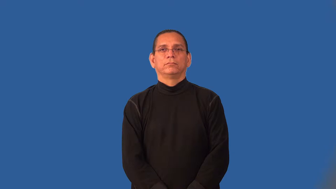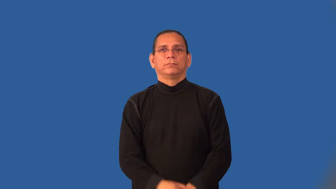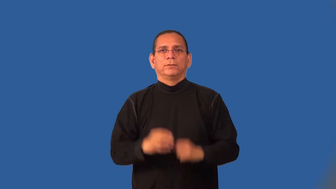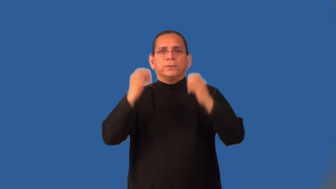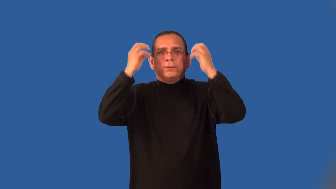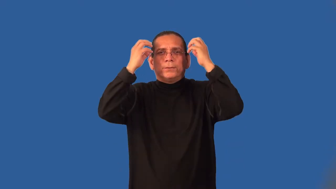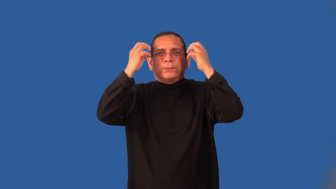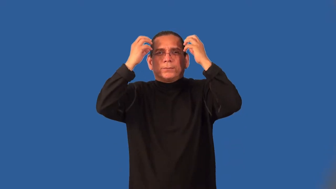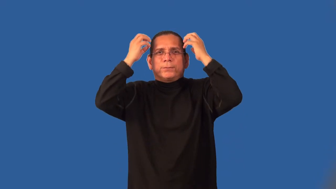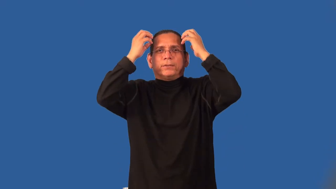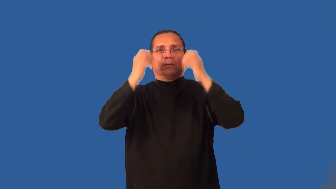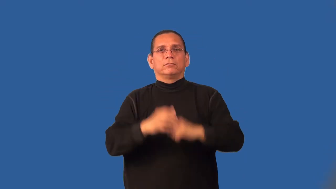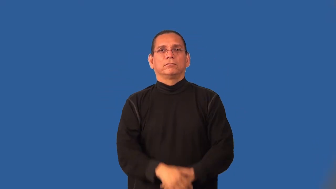kinky-curls